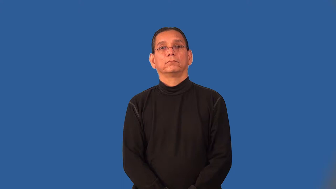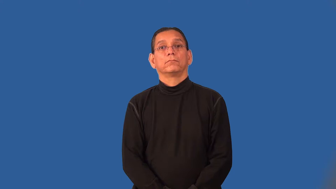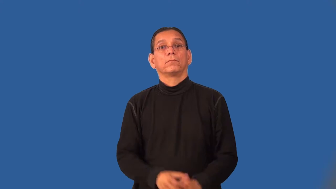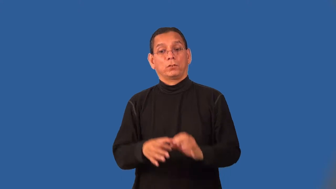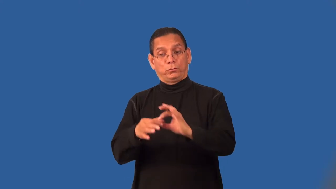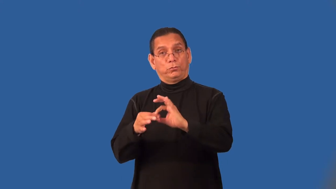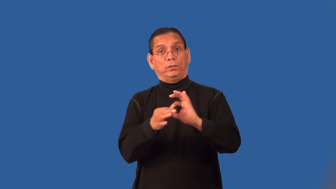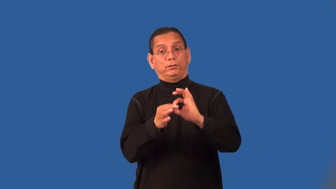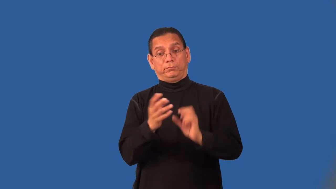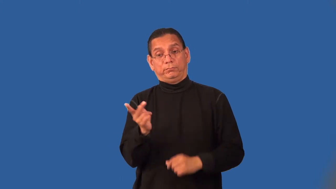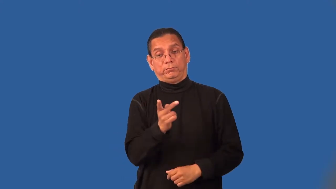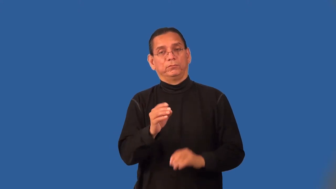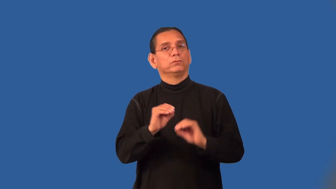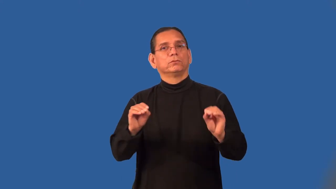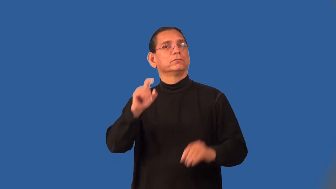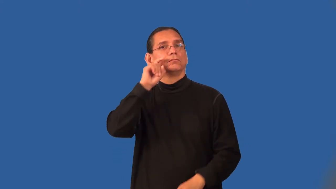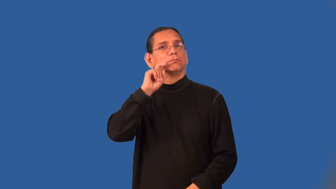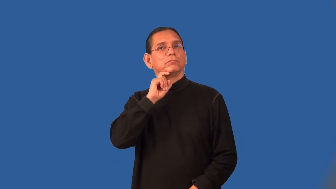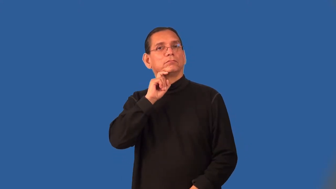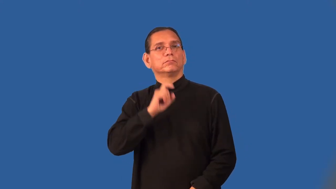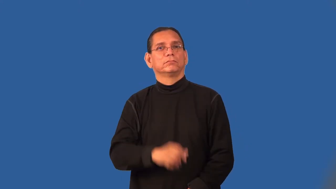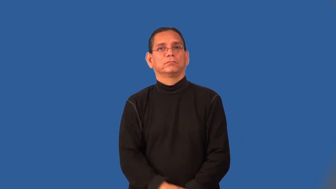platonic